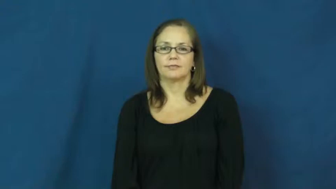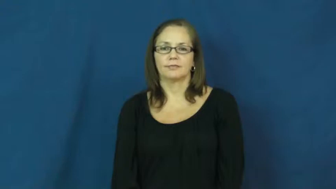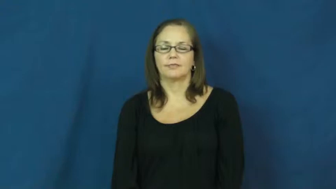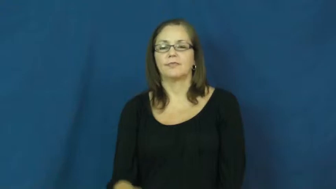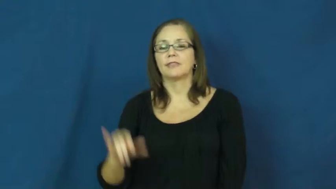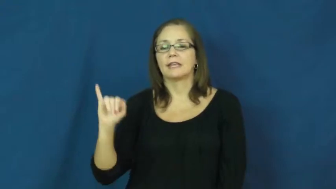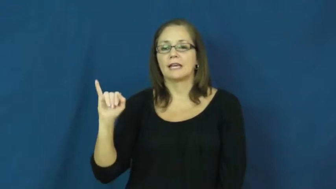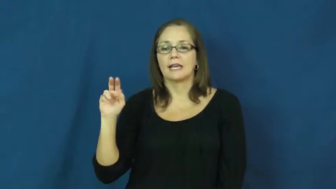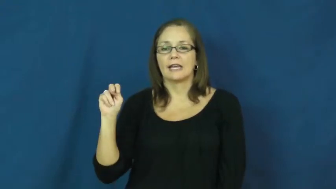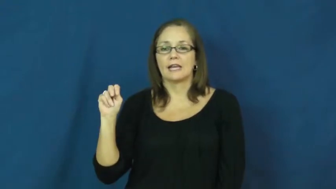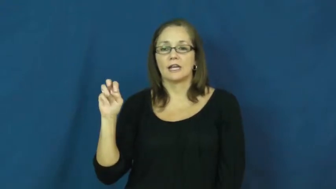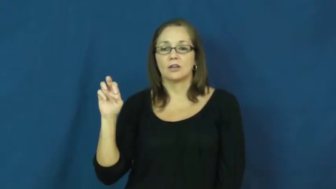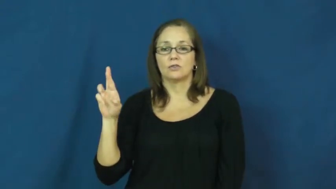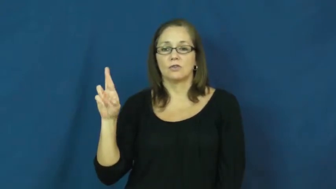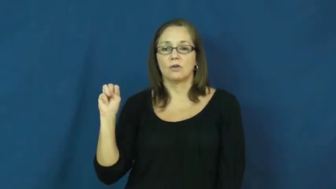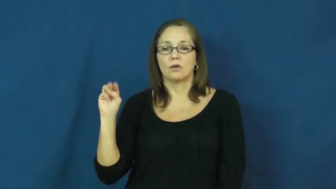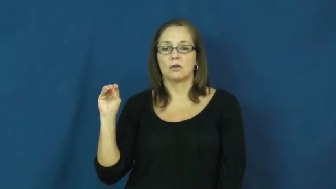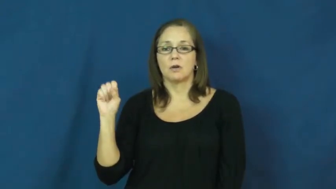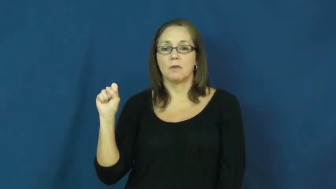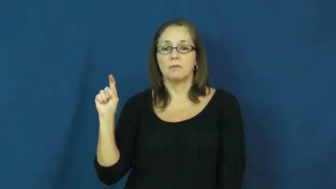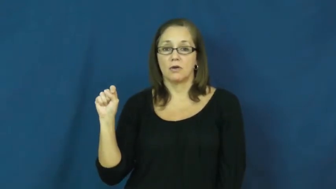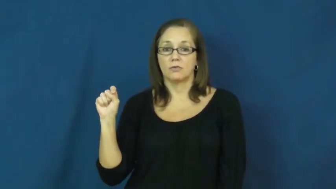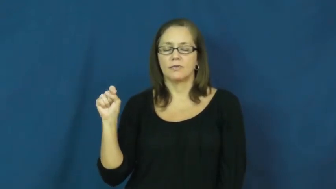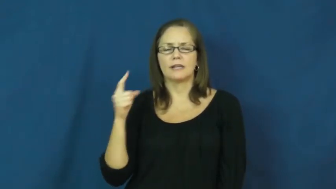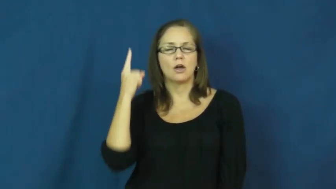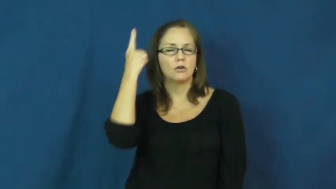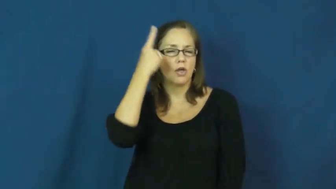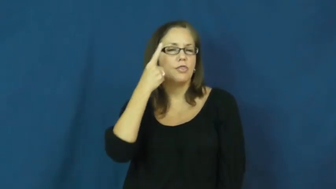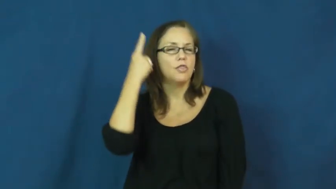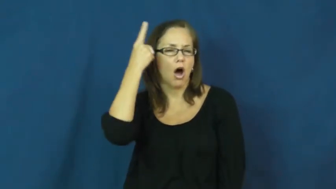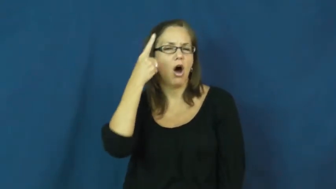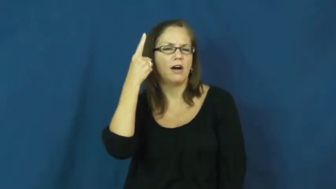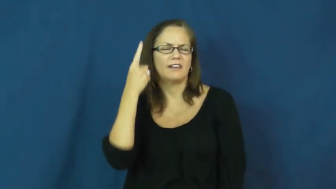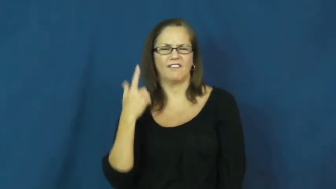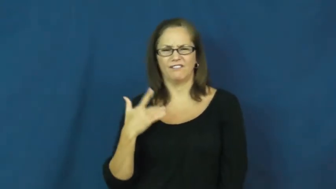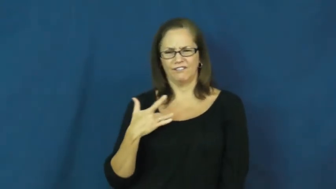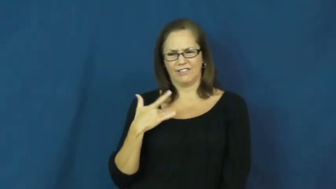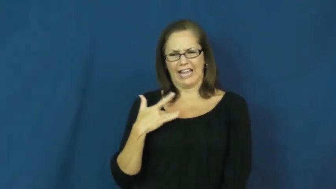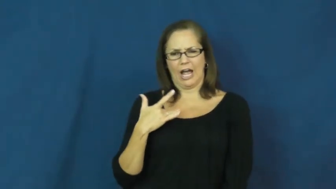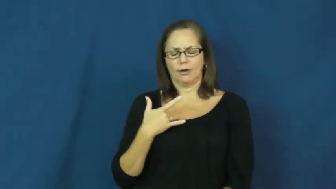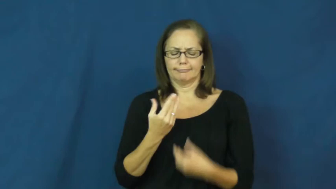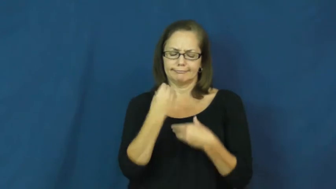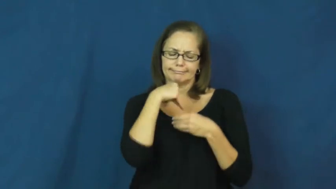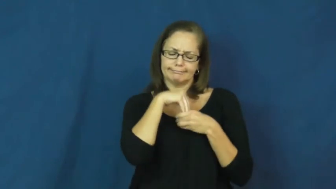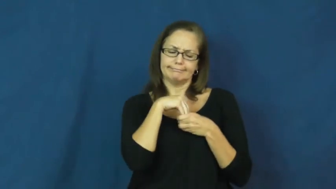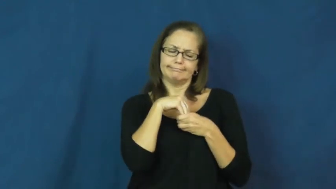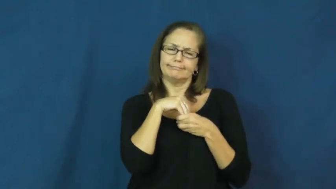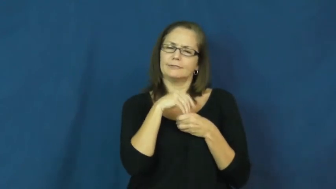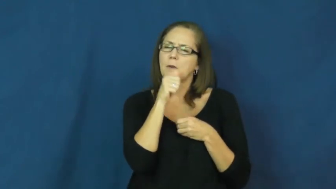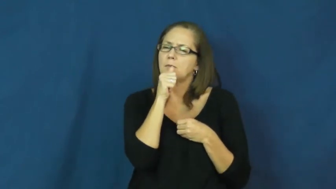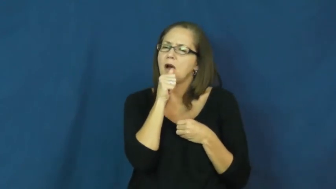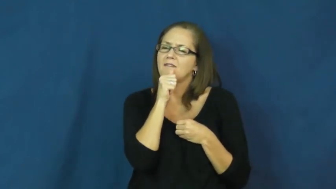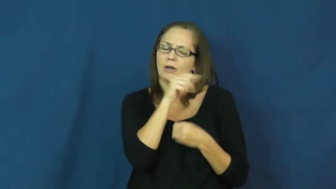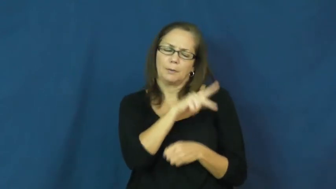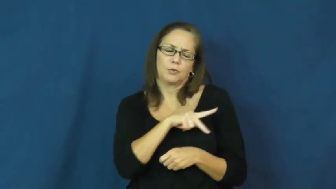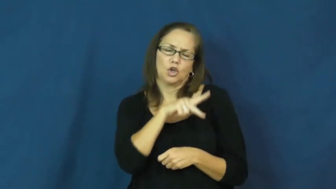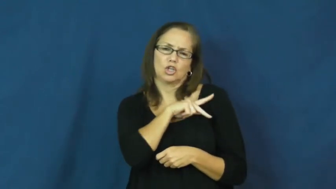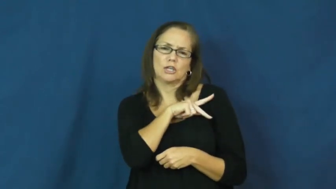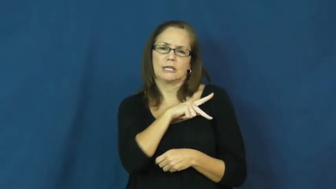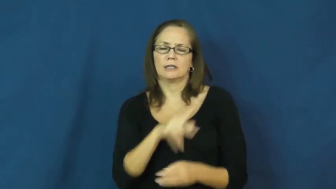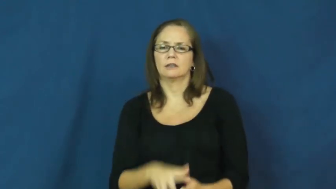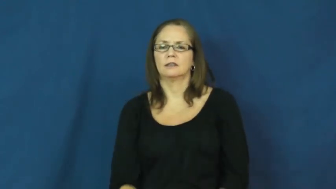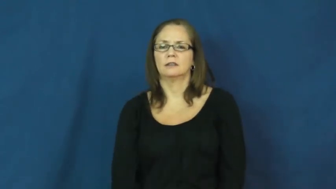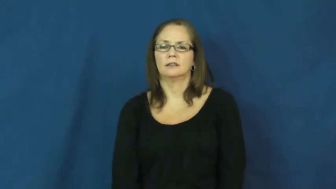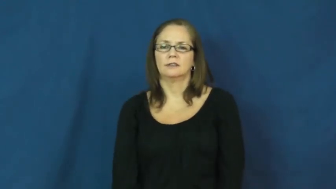innermost-feelings